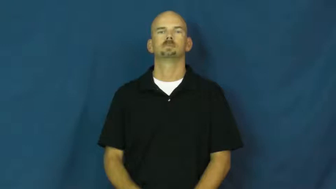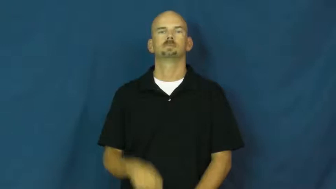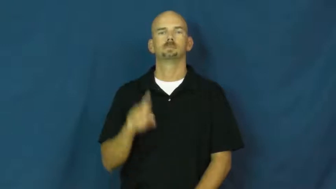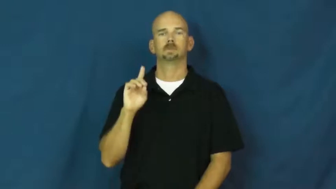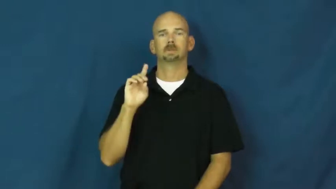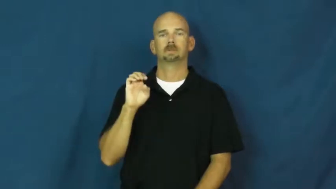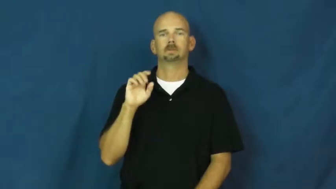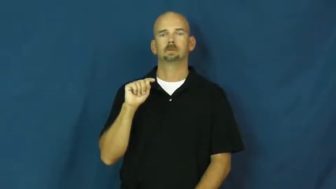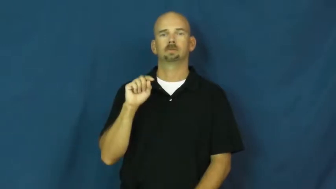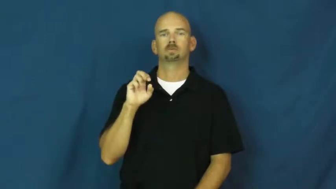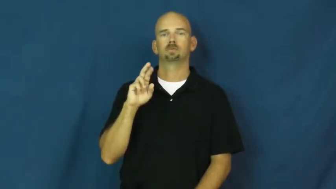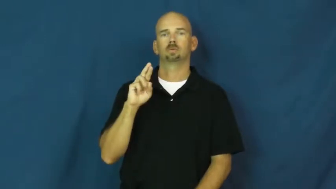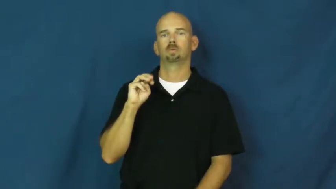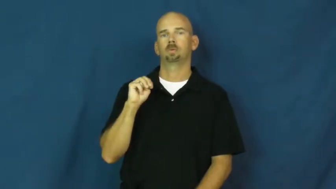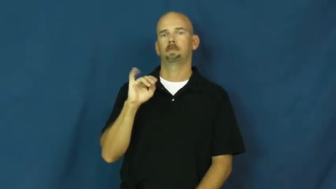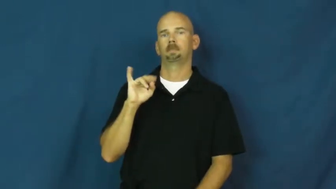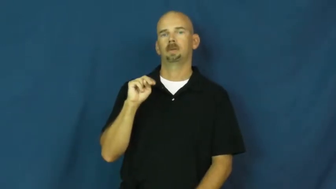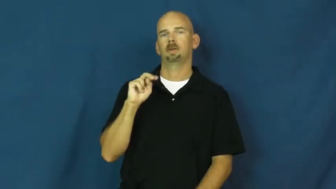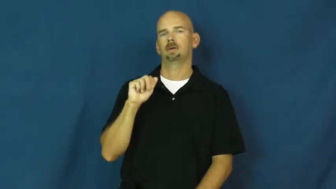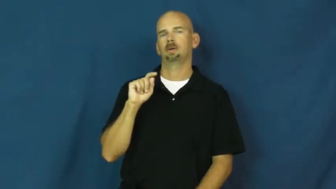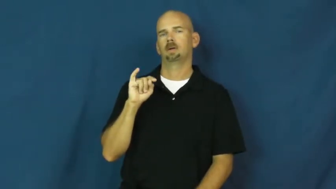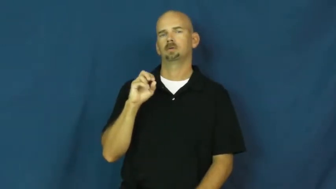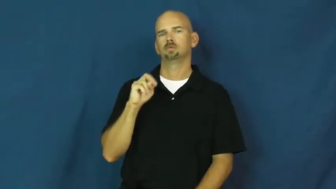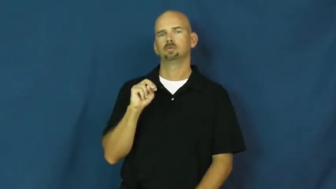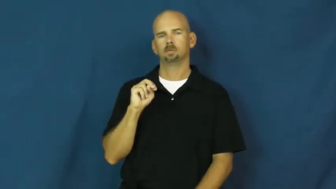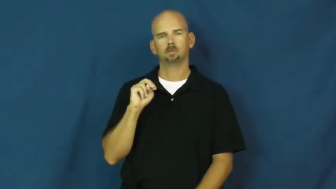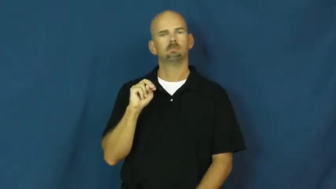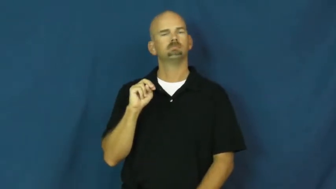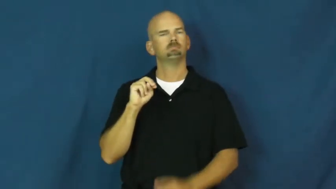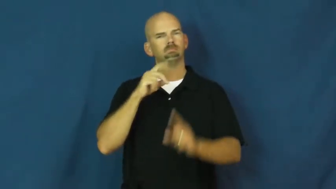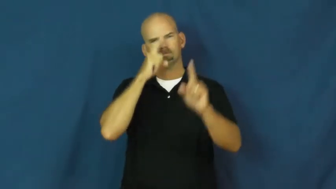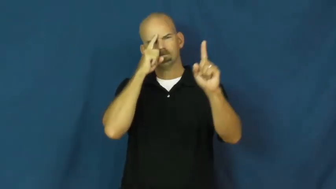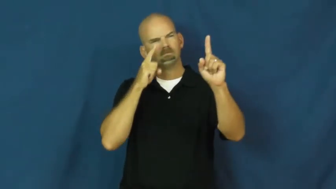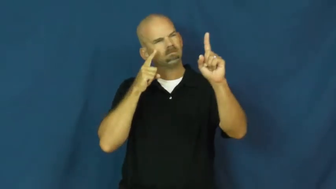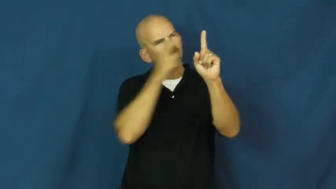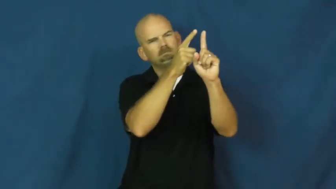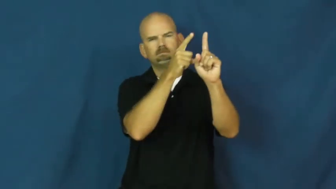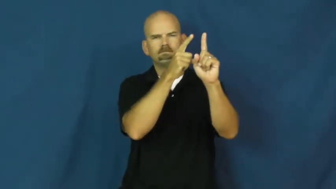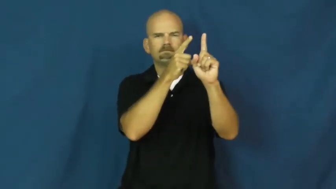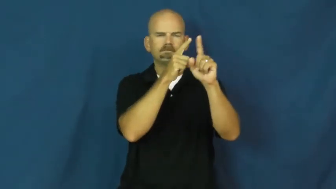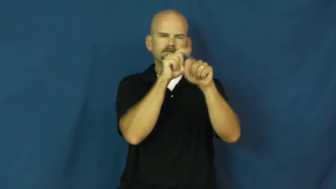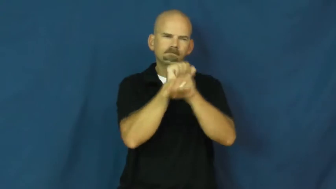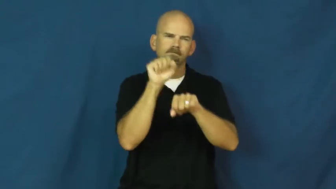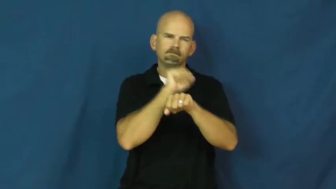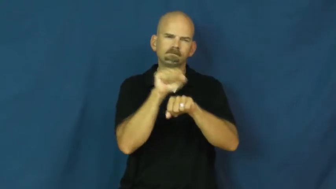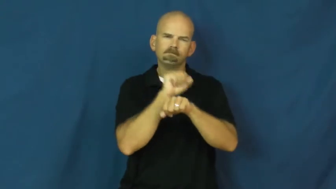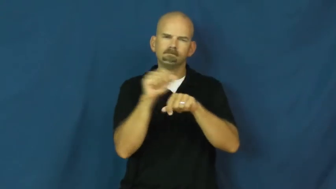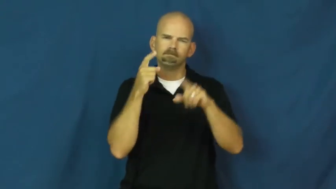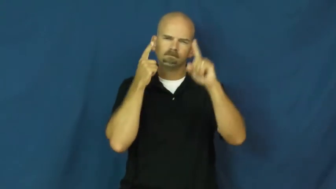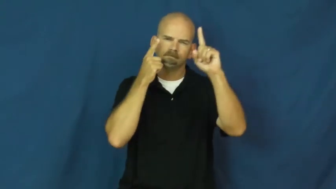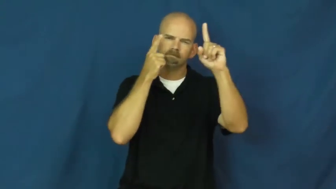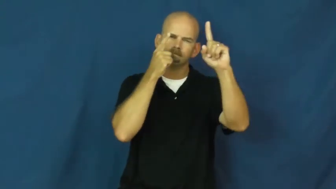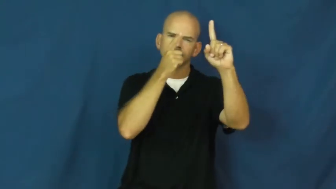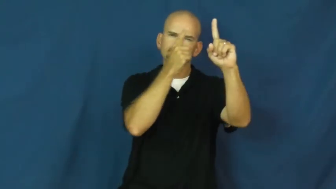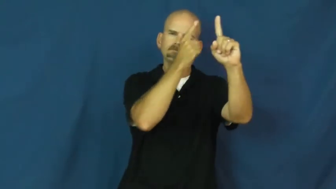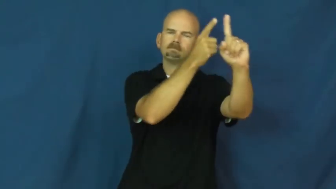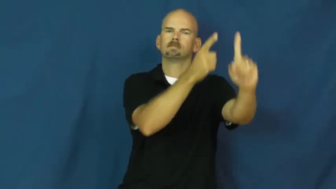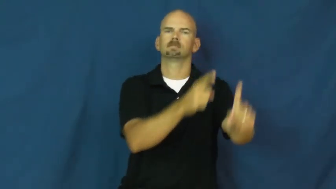determined,grim